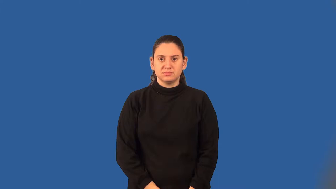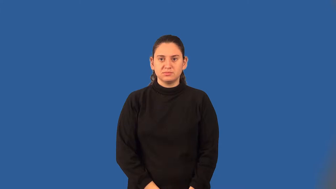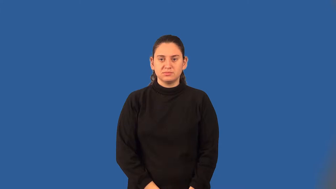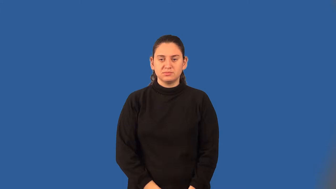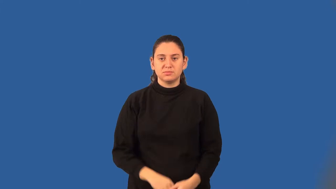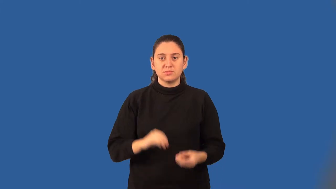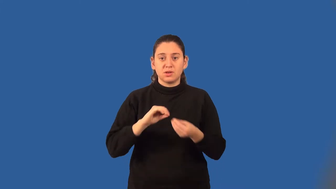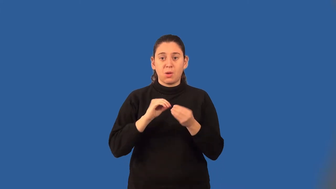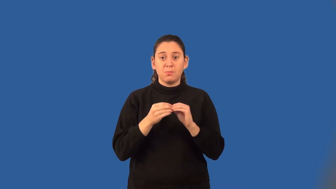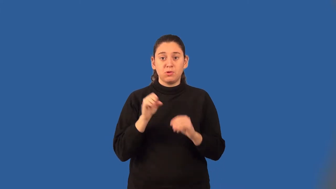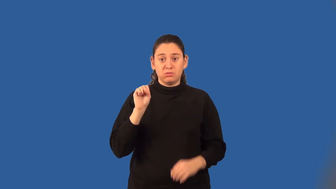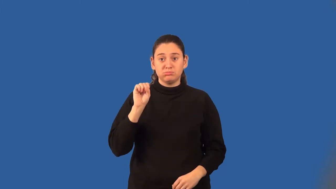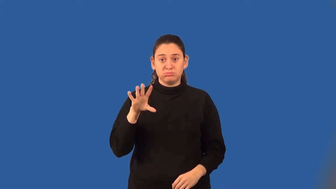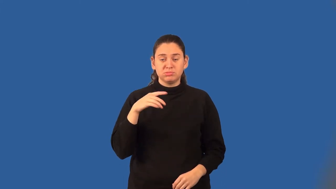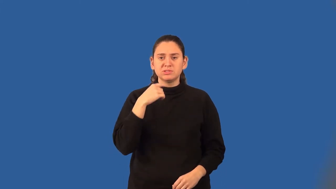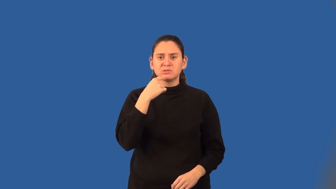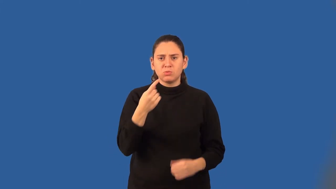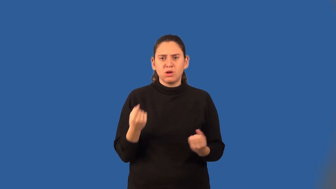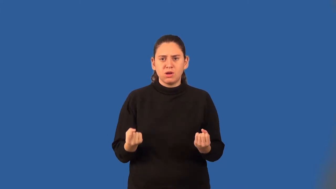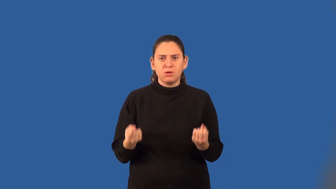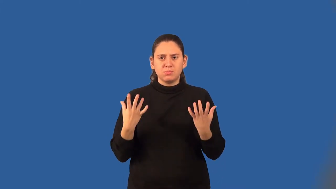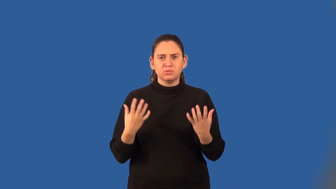cardinal number, cardinal